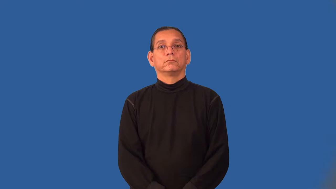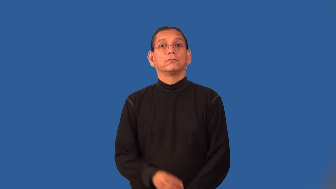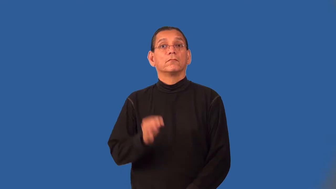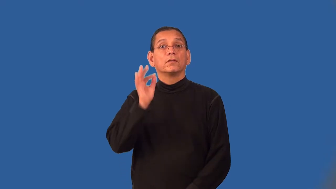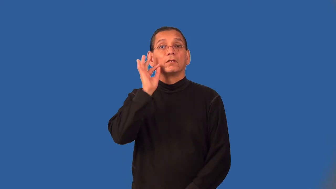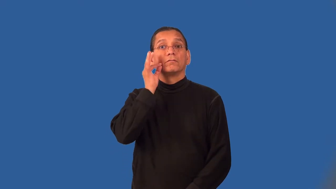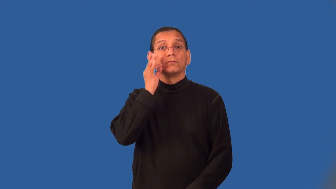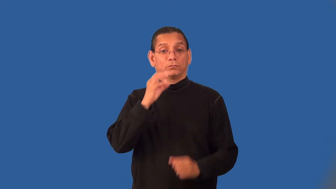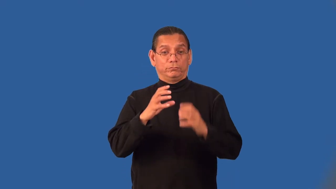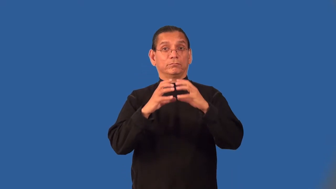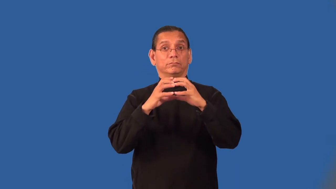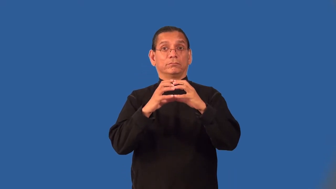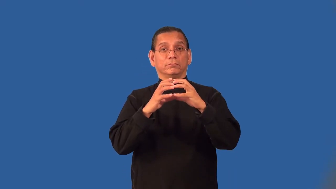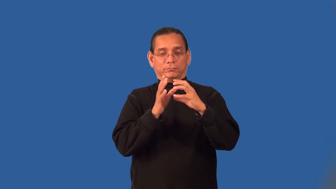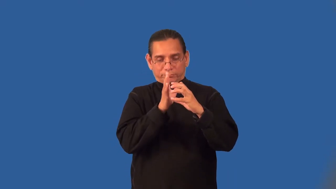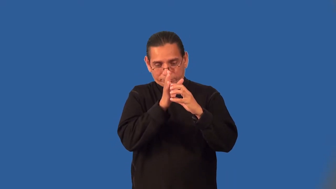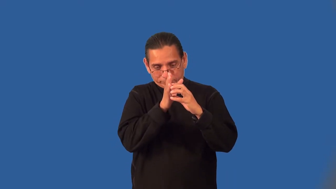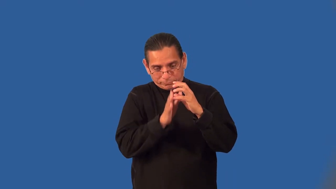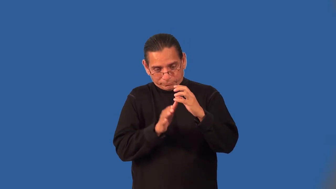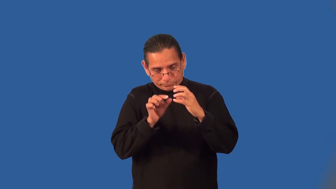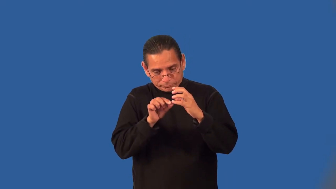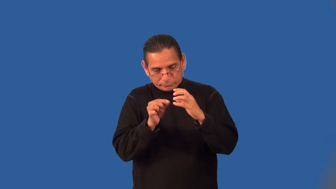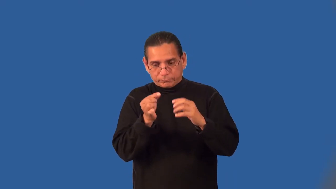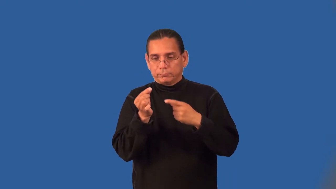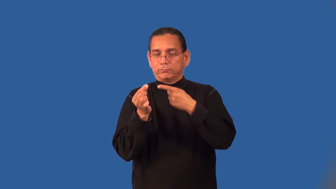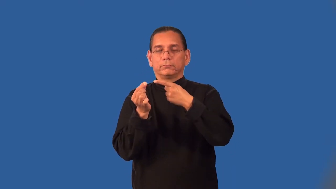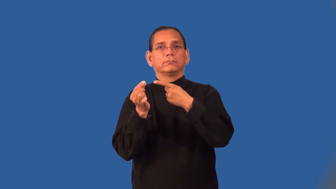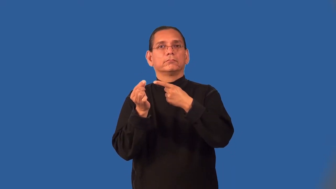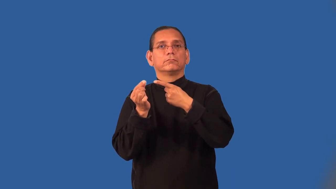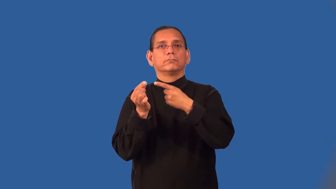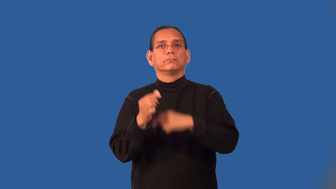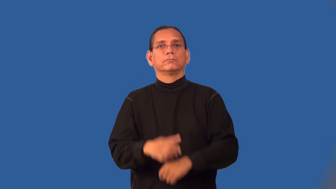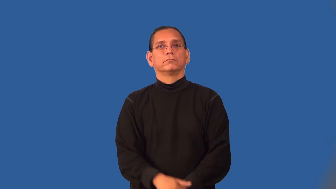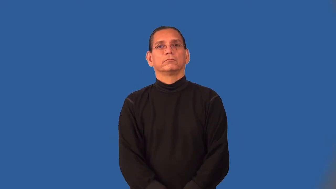pit-fruit